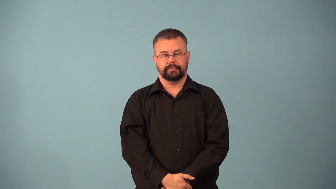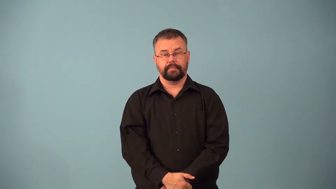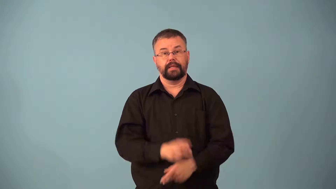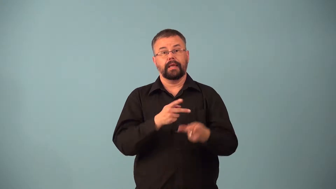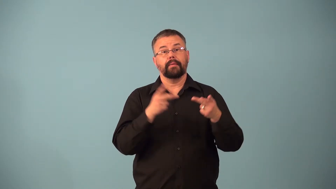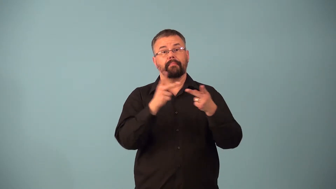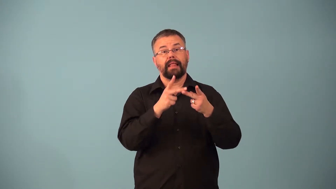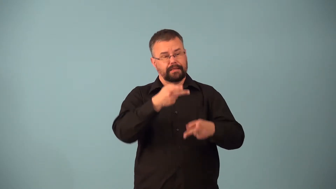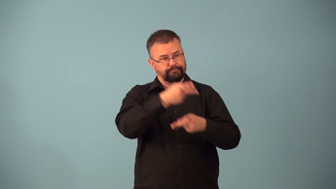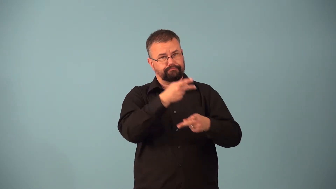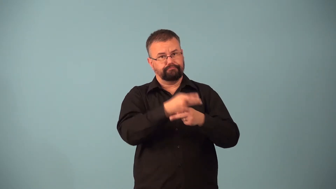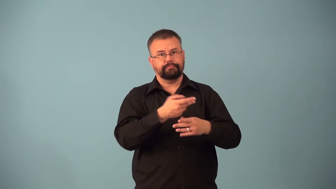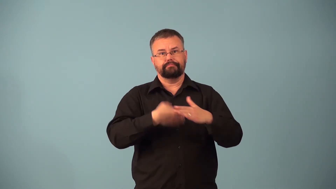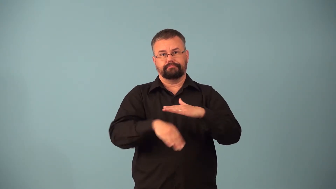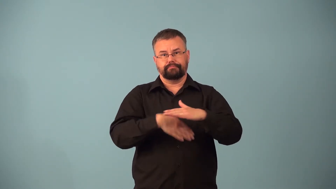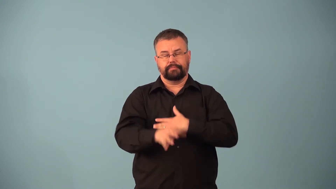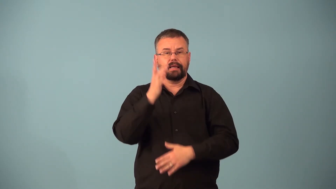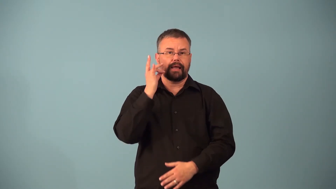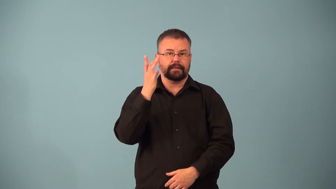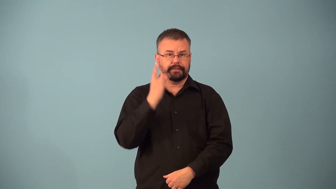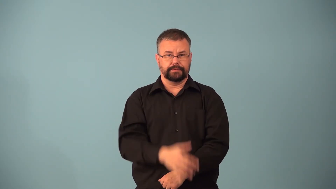cattery